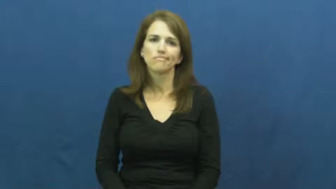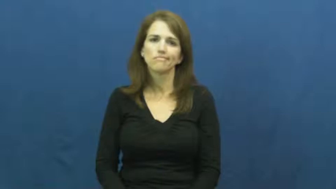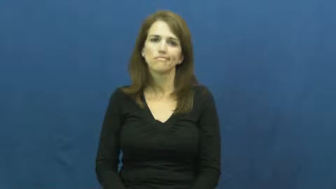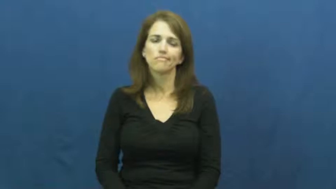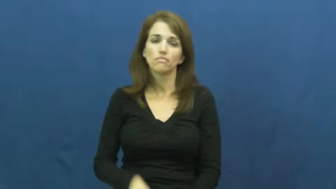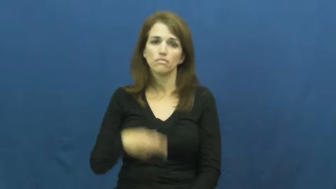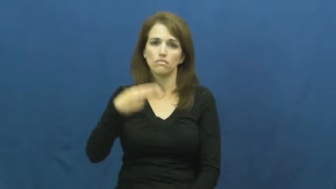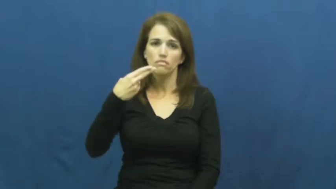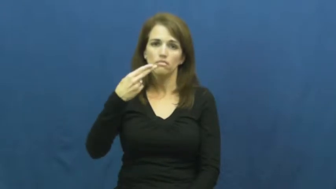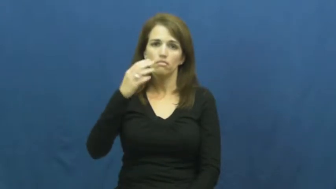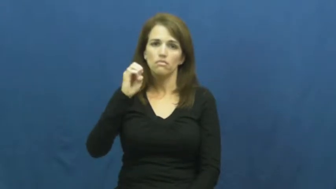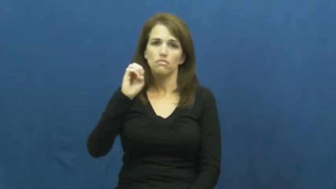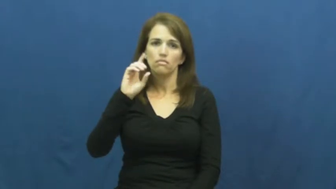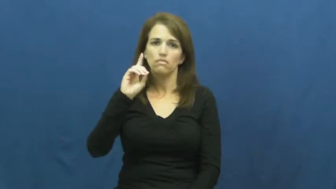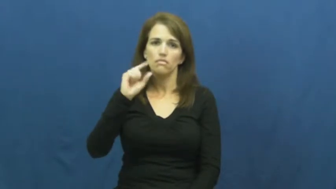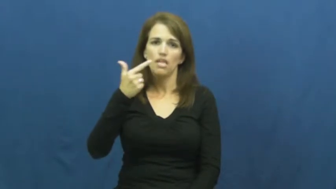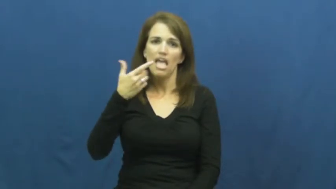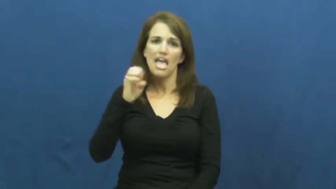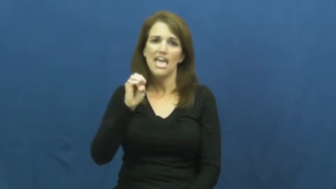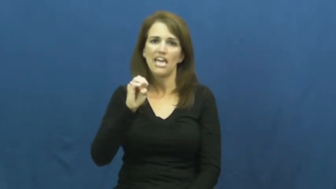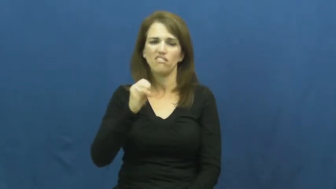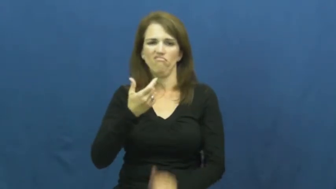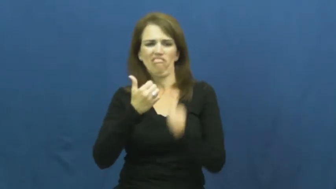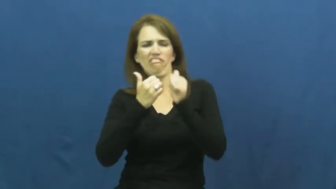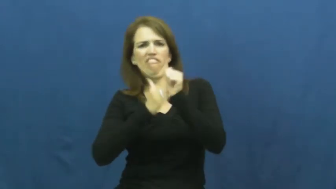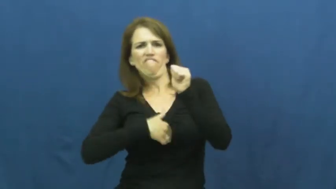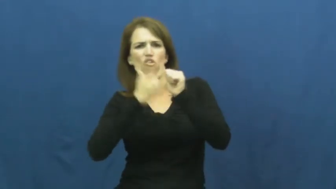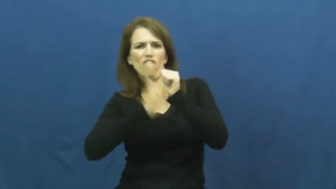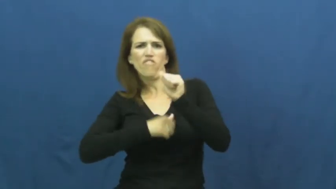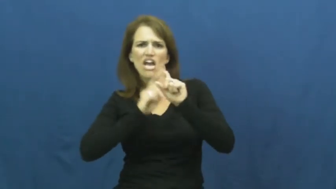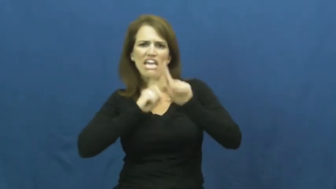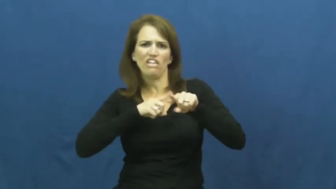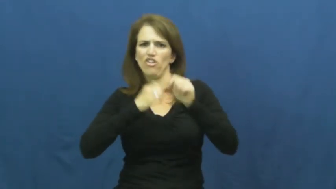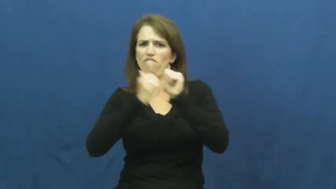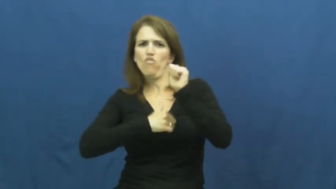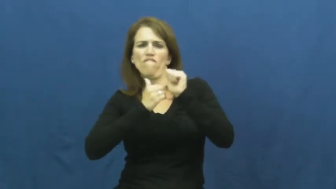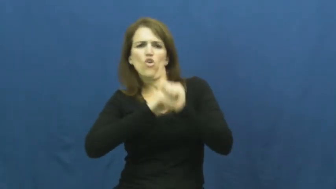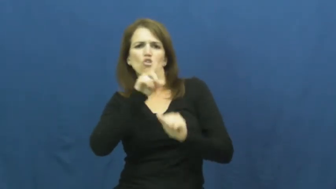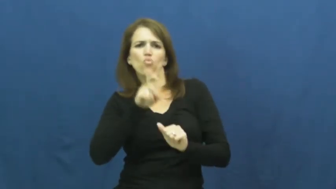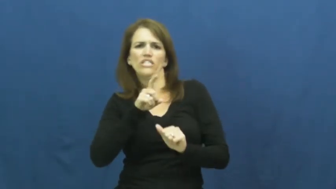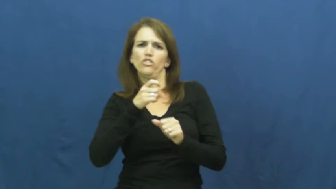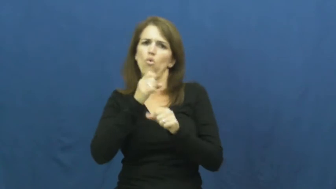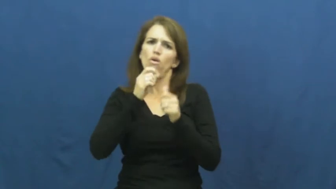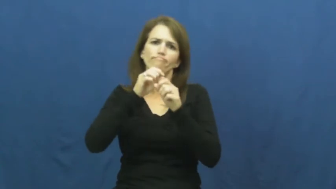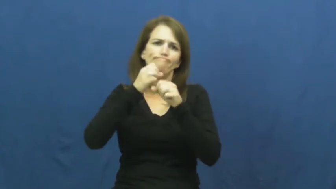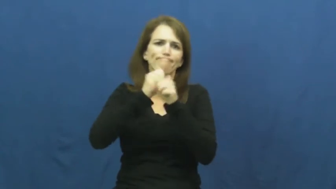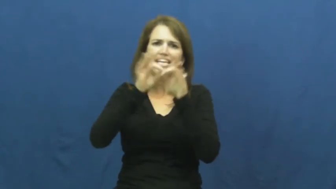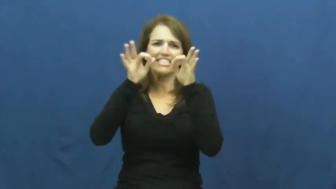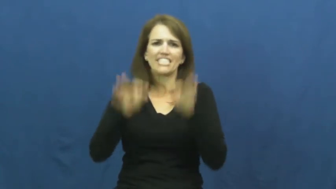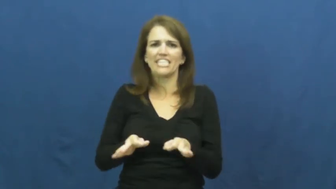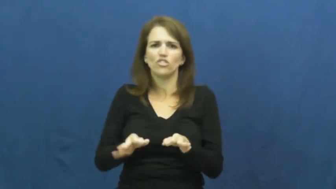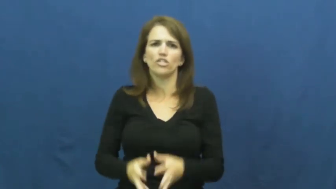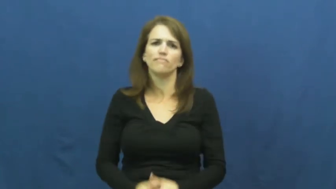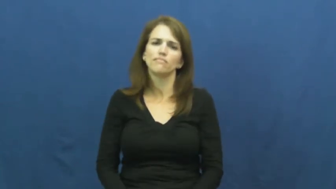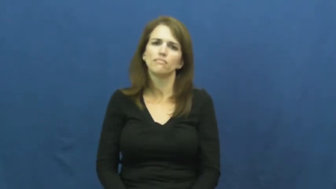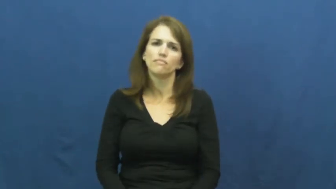hedge-question